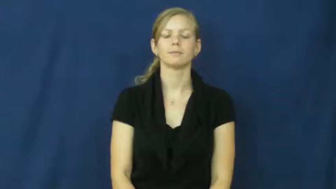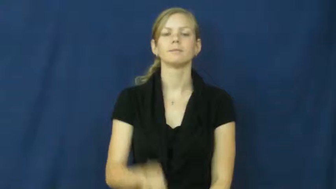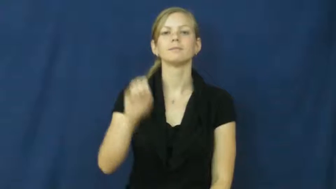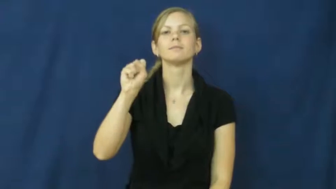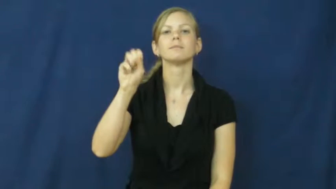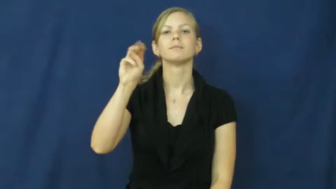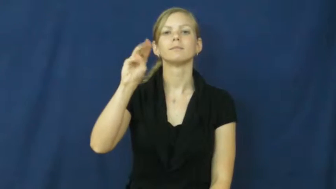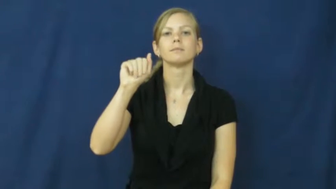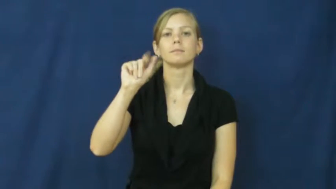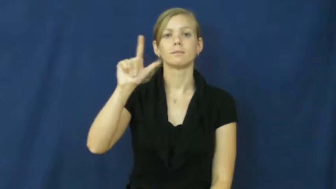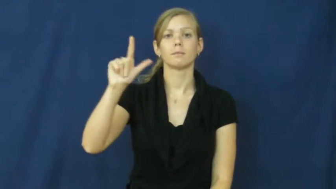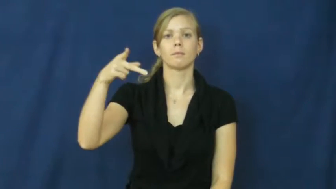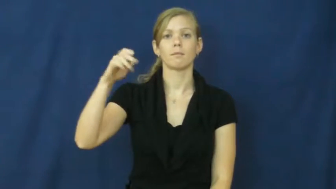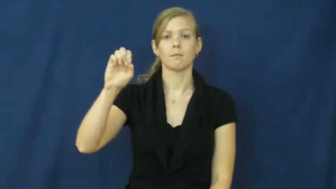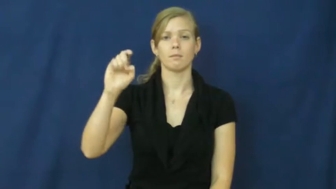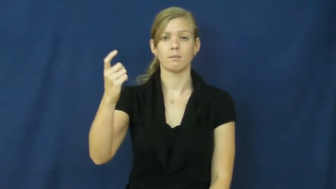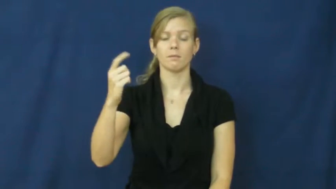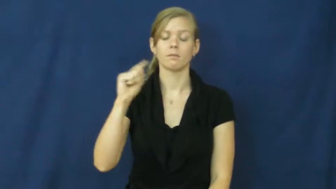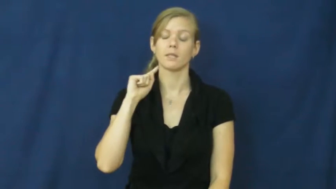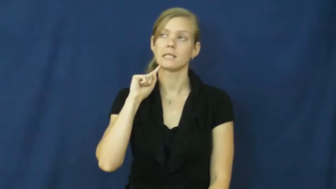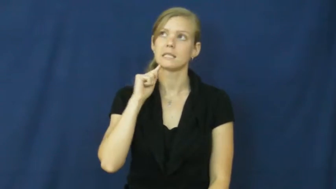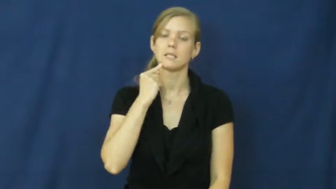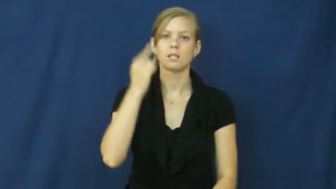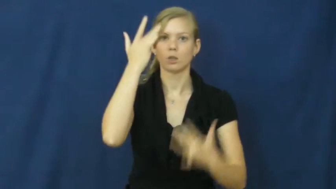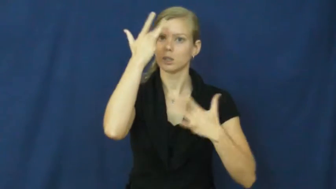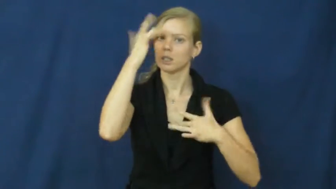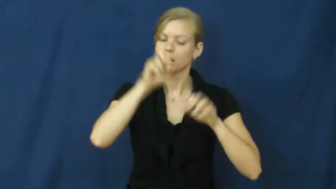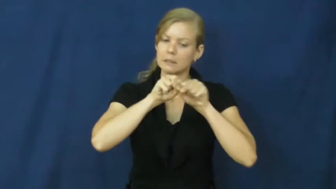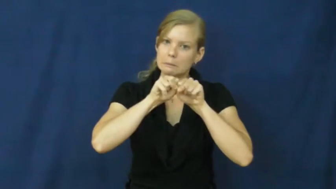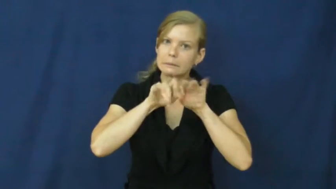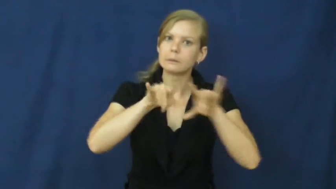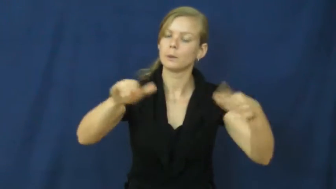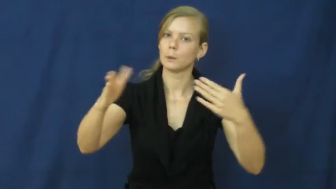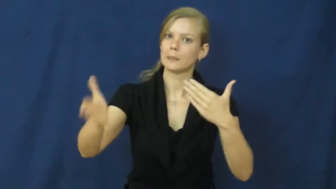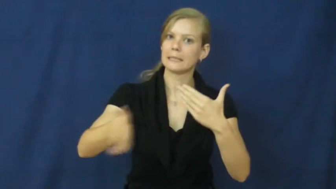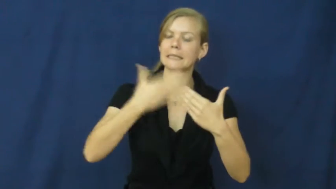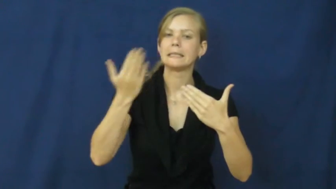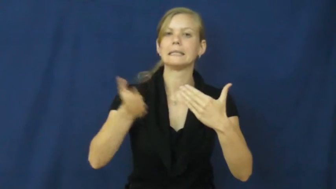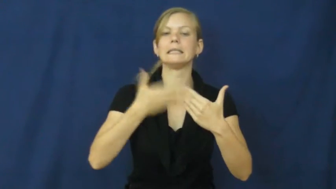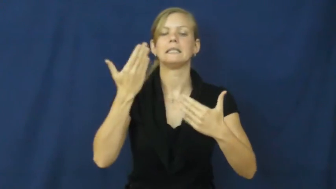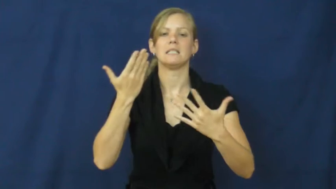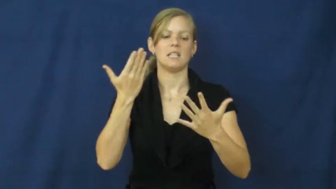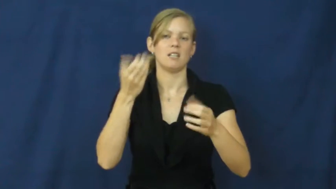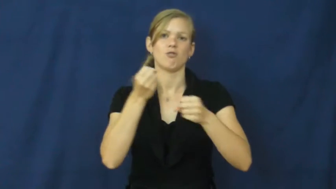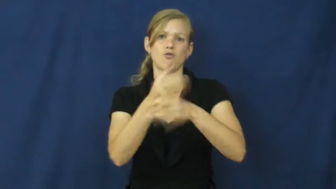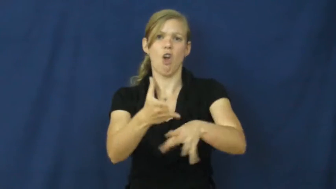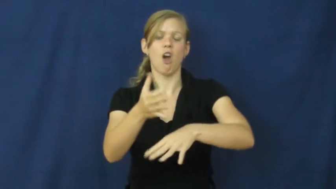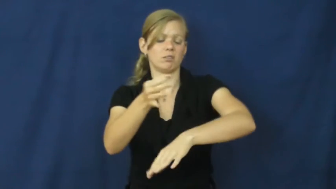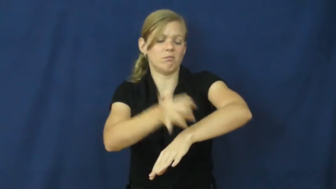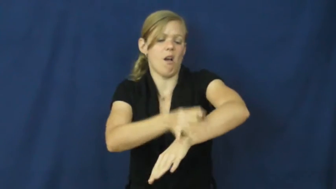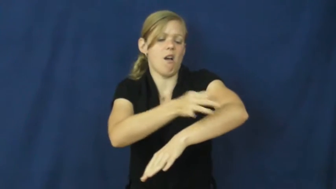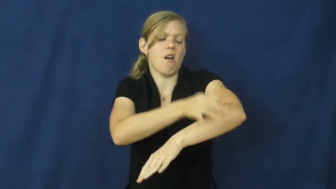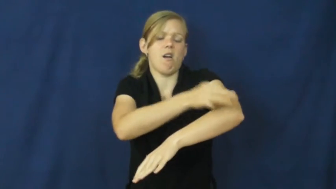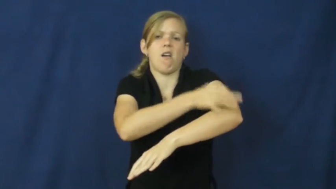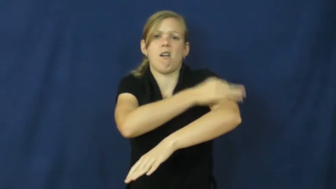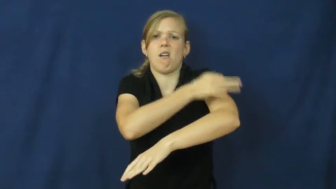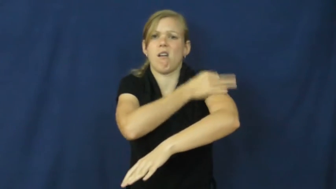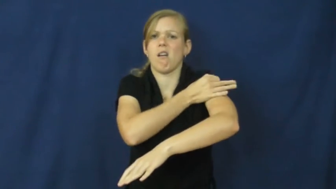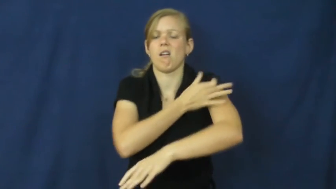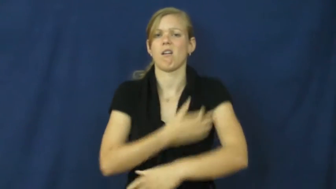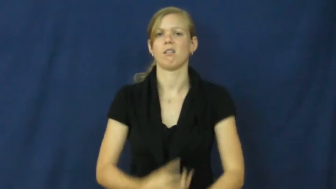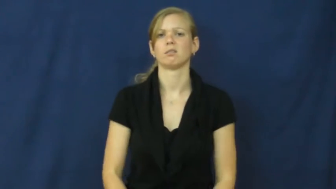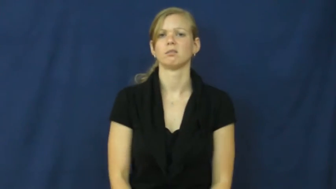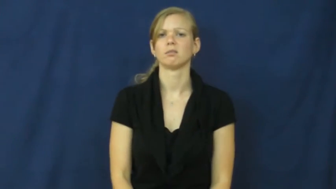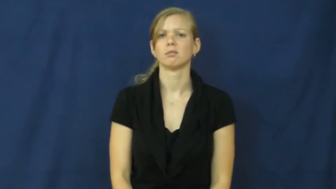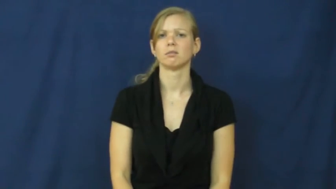smallpox